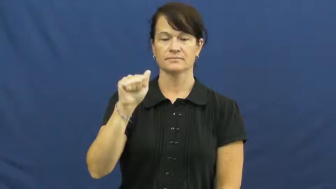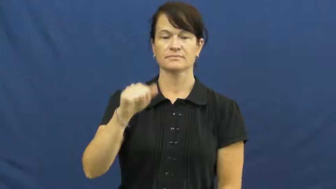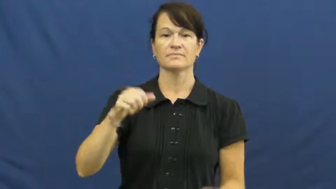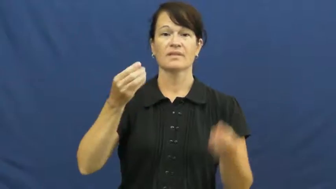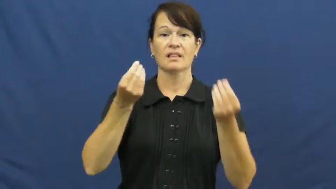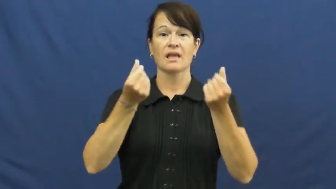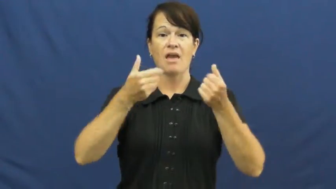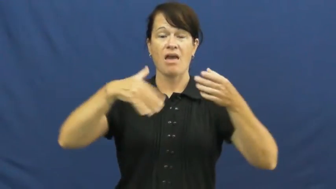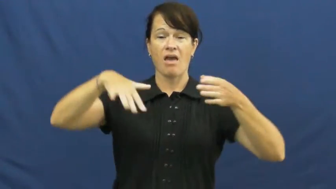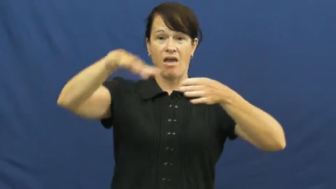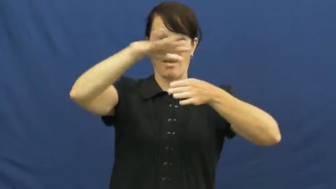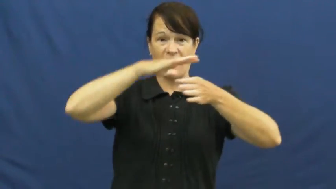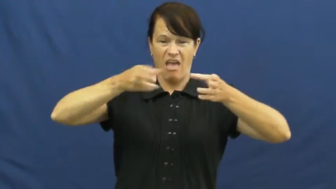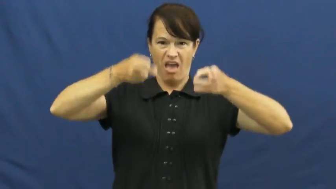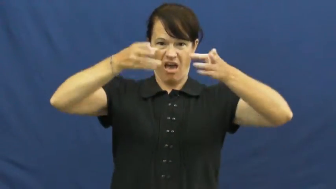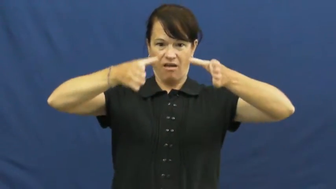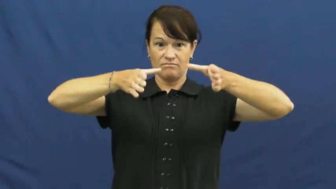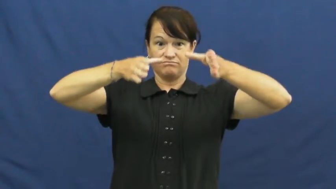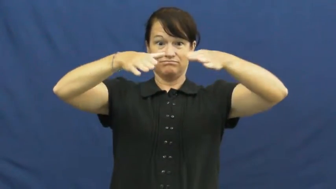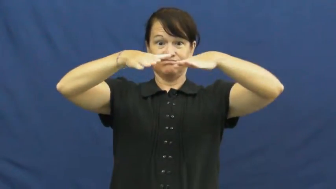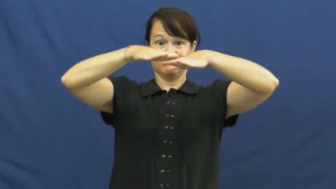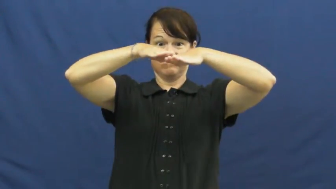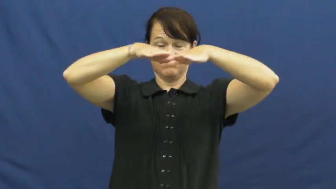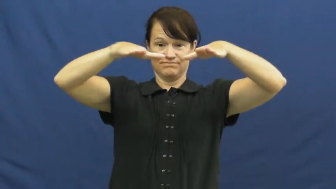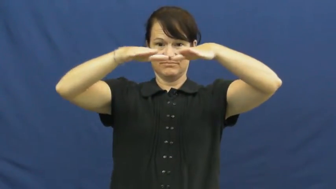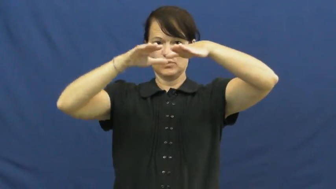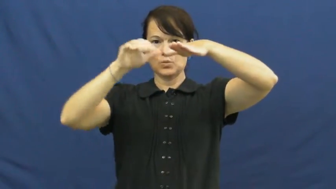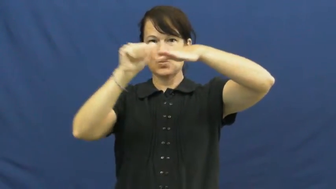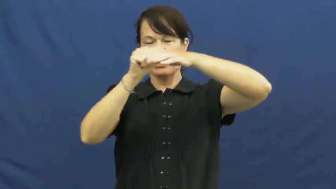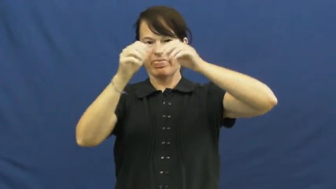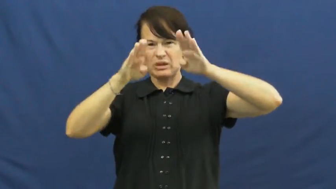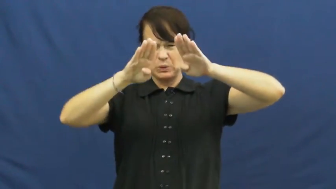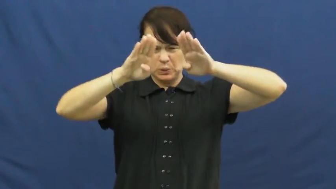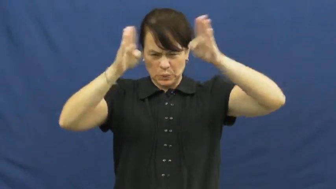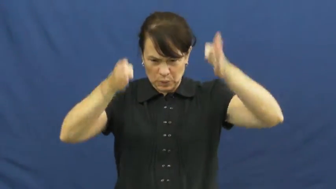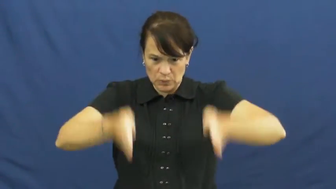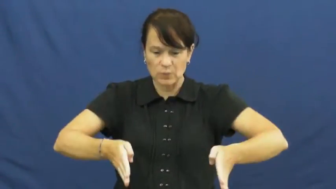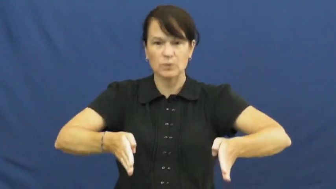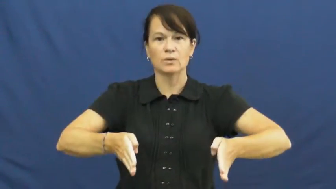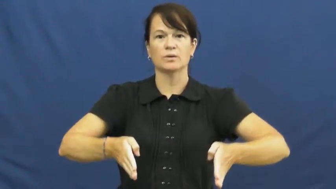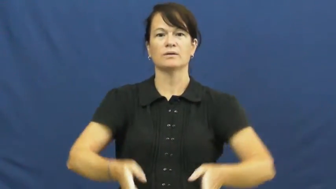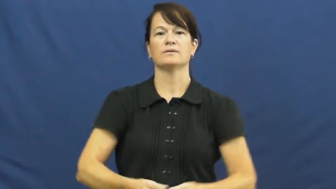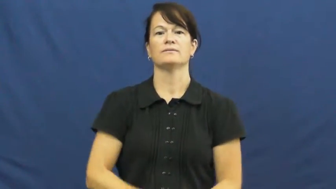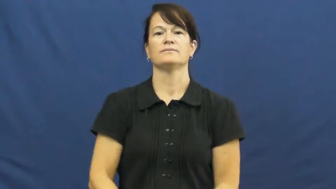mesa,butte